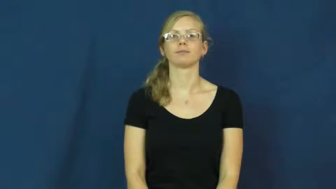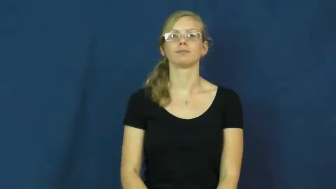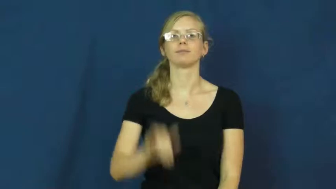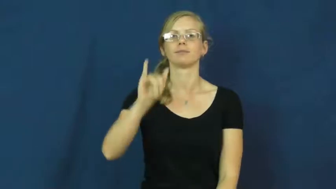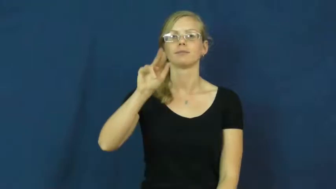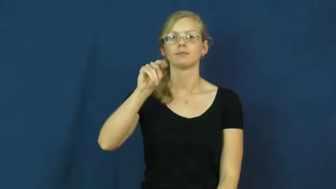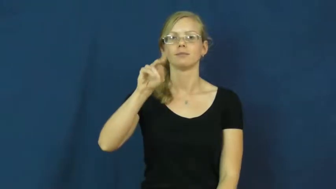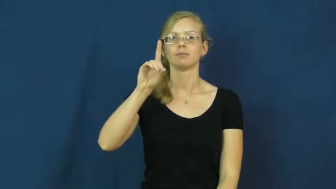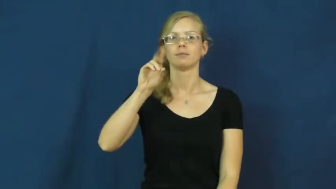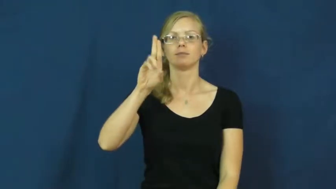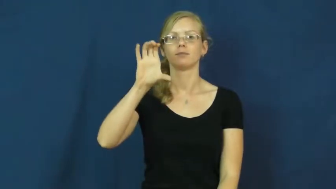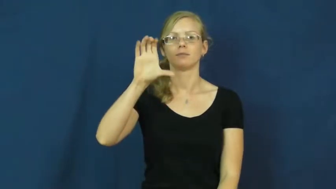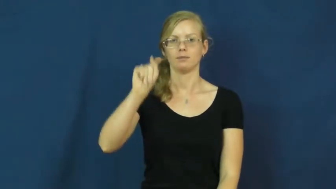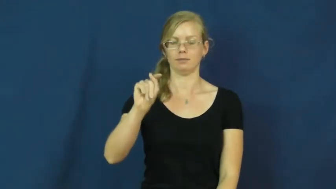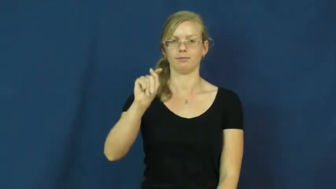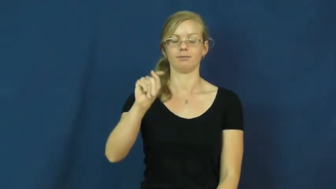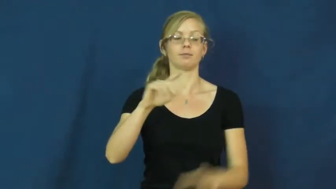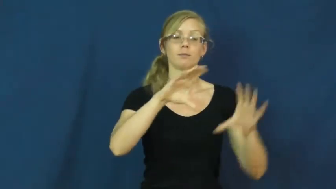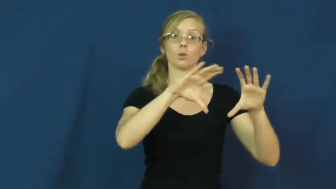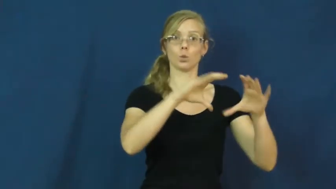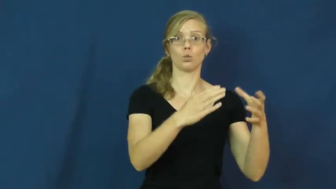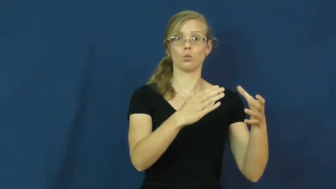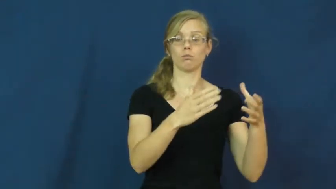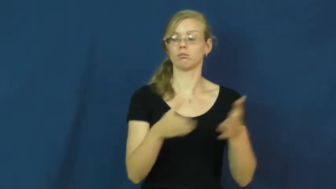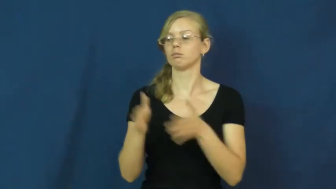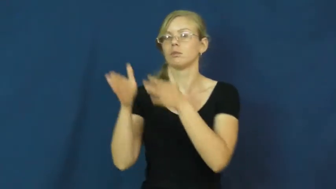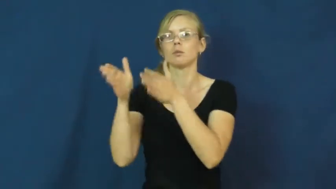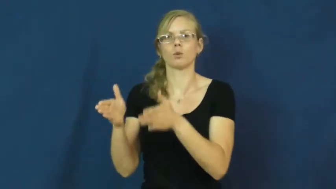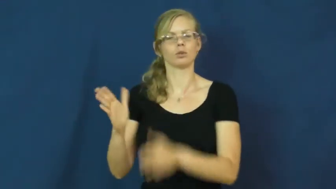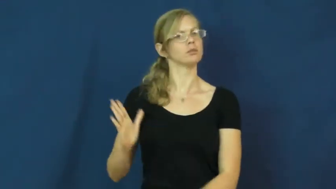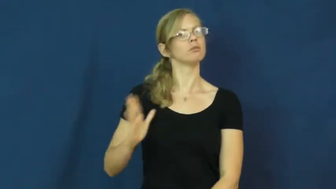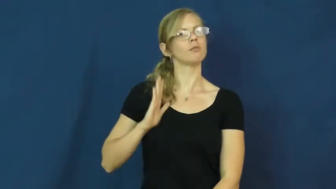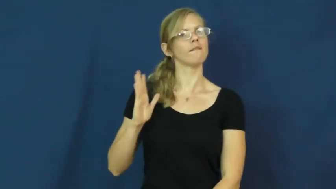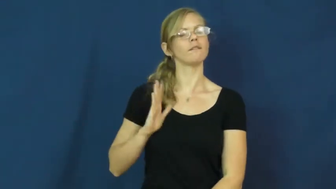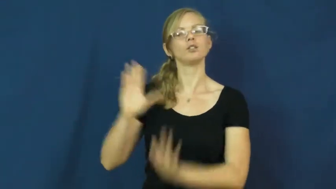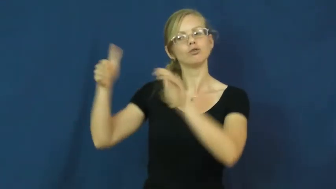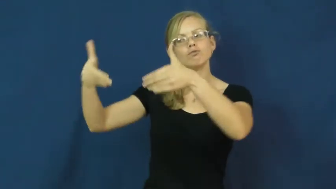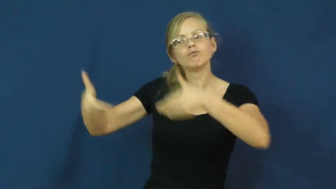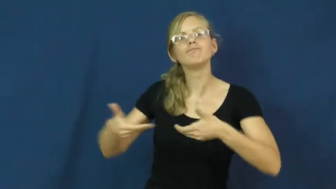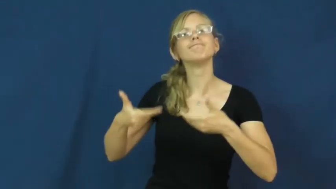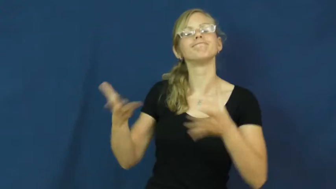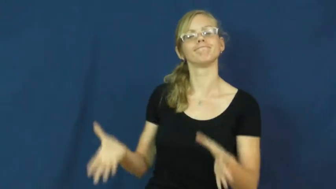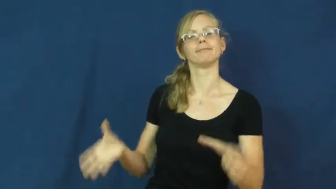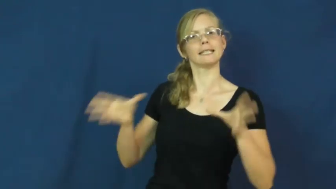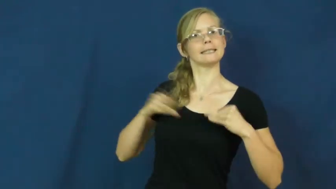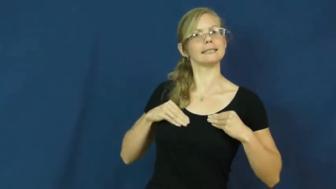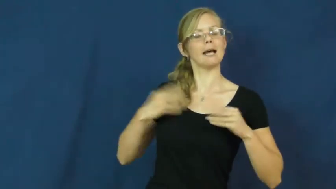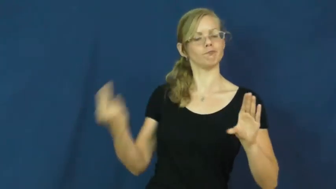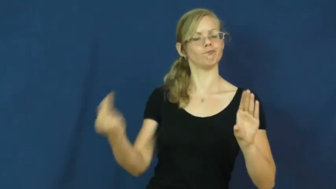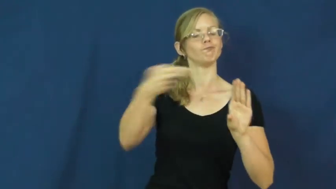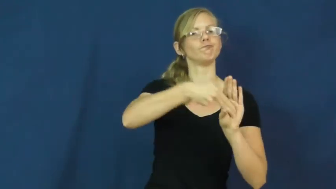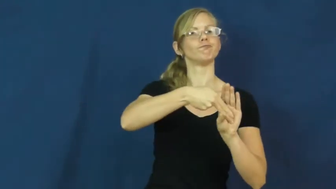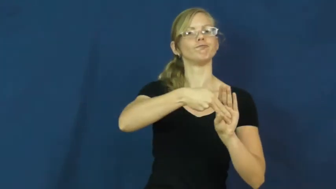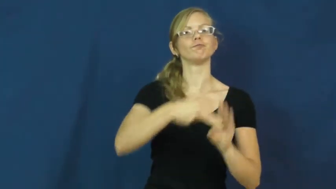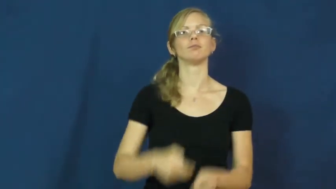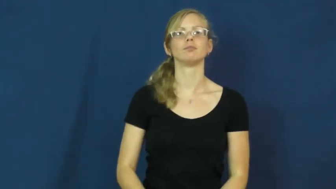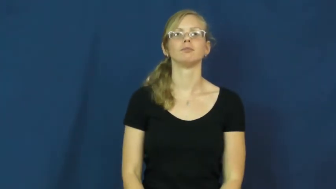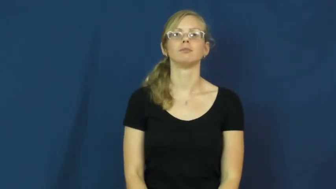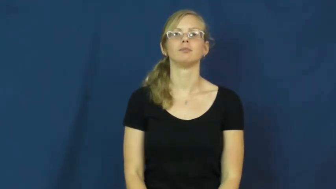induct